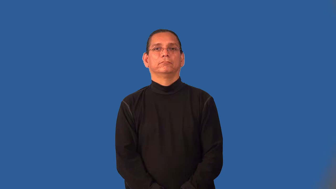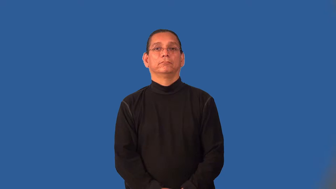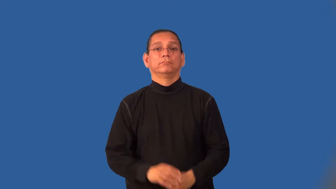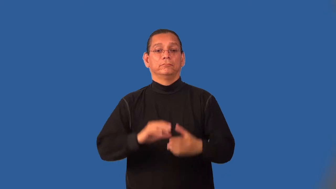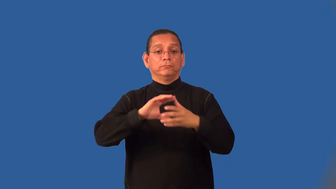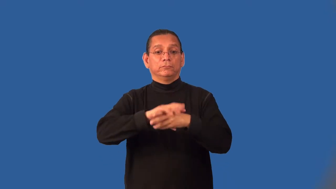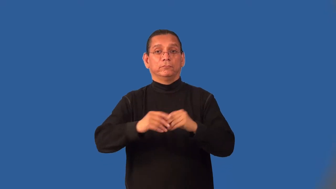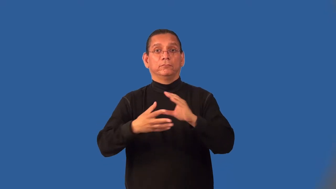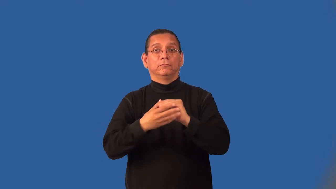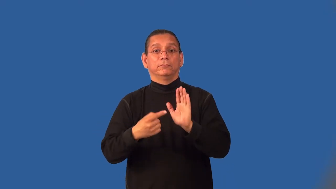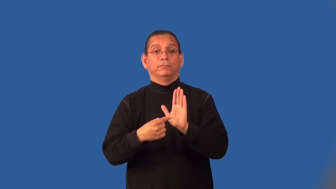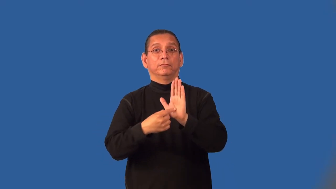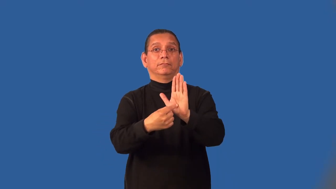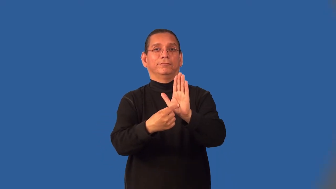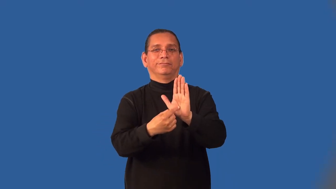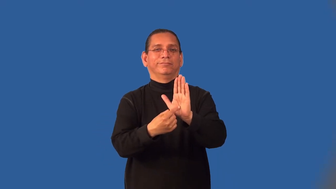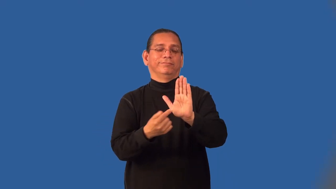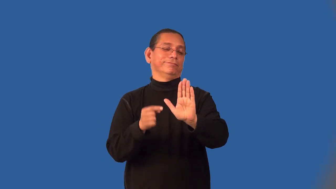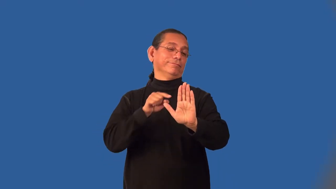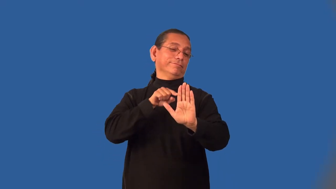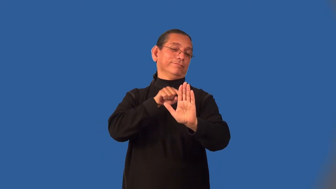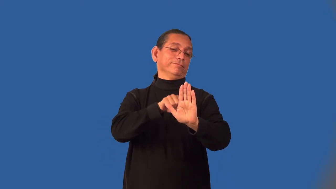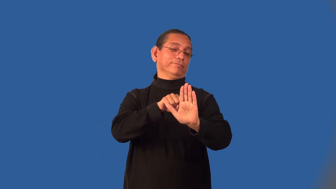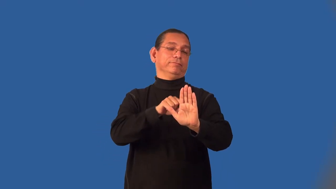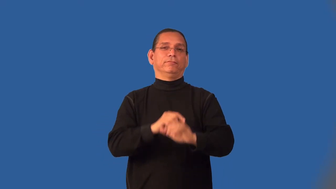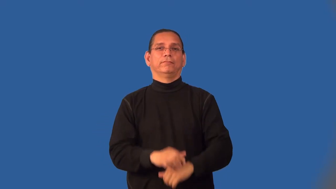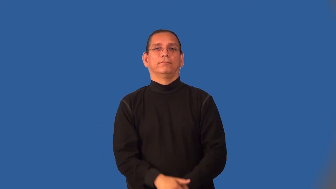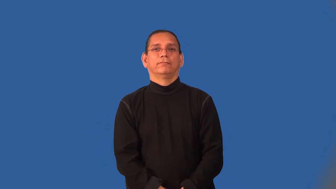innuendo